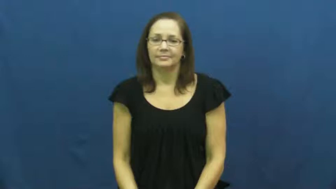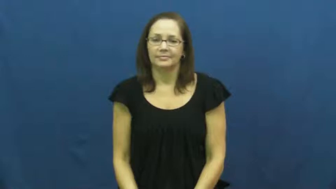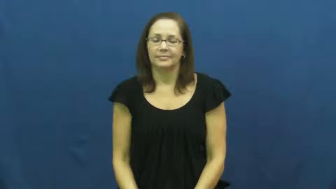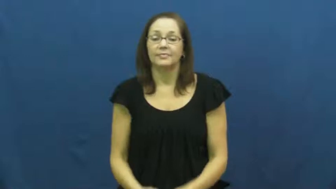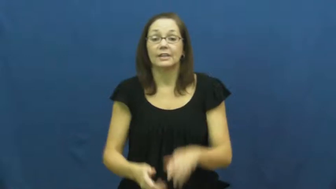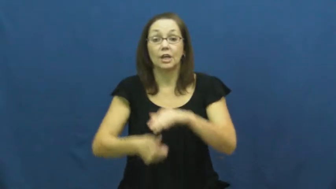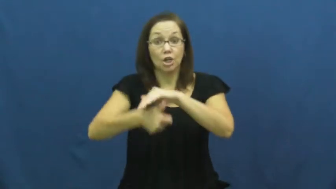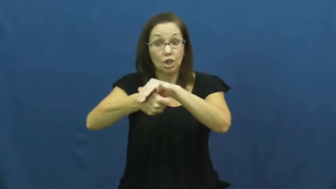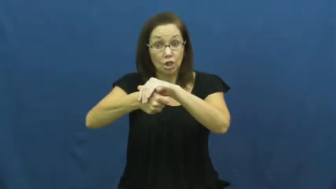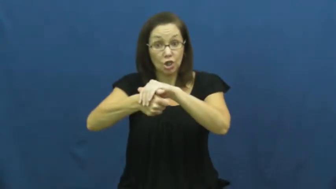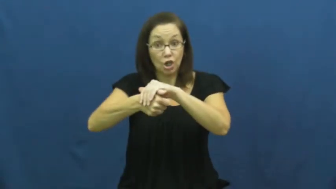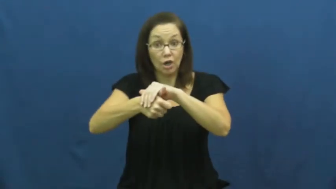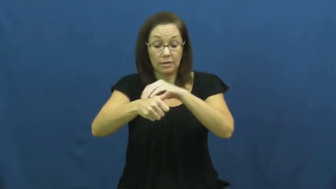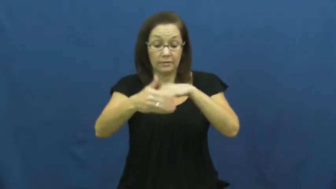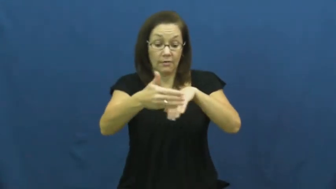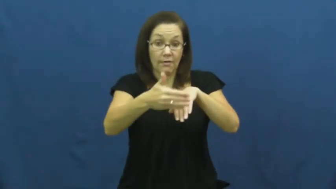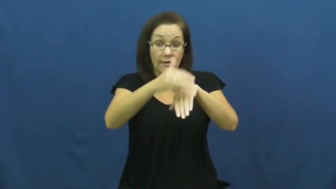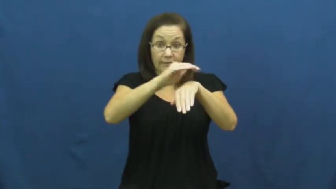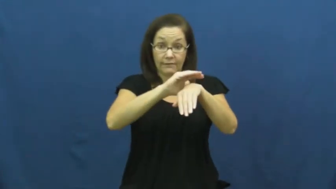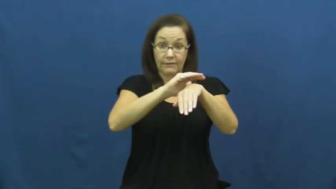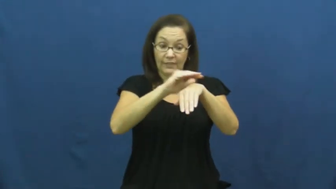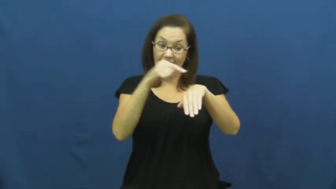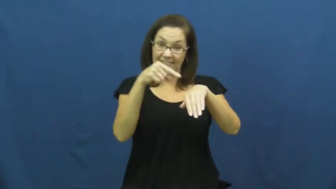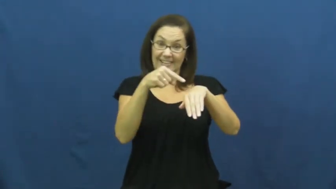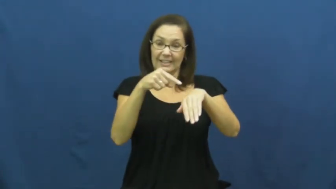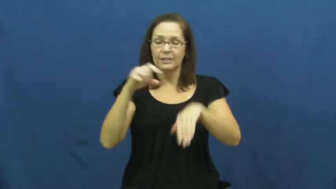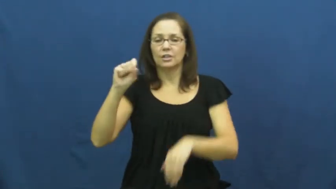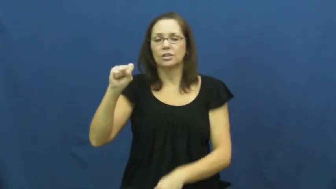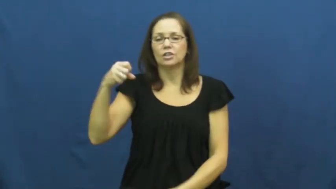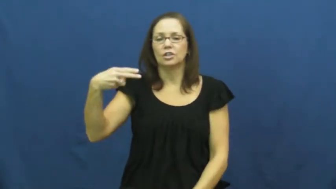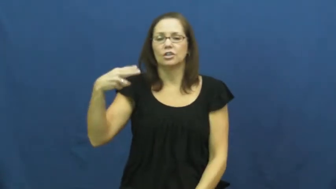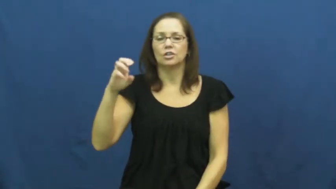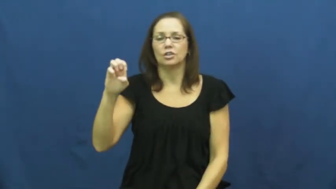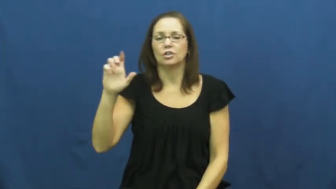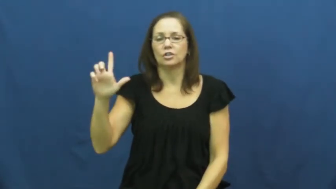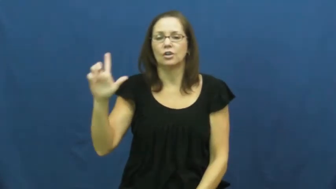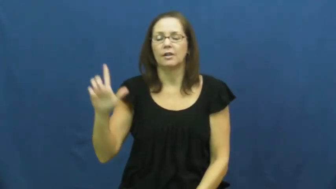shell,carapace-turtle